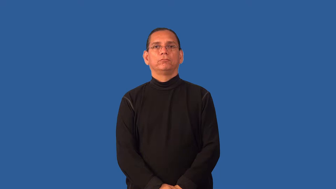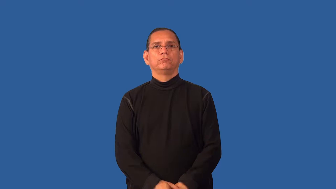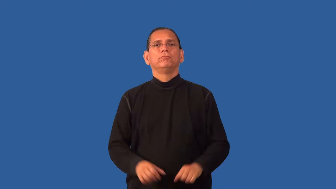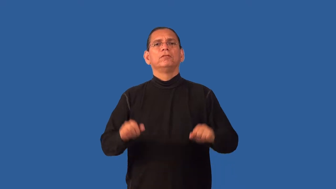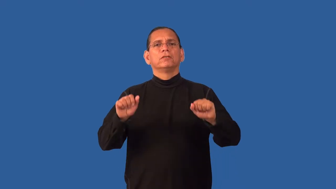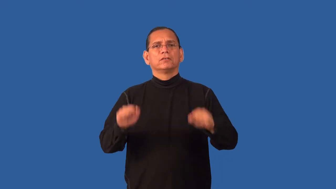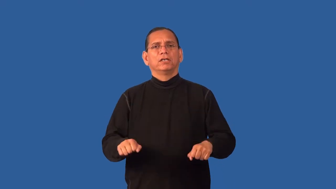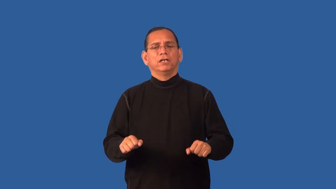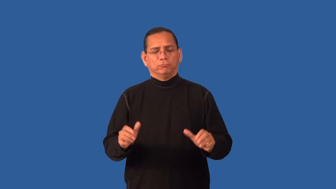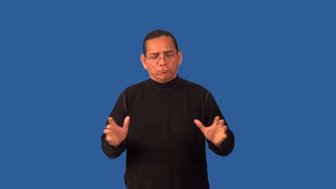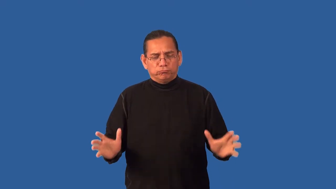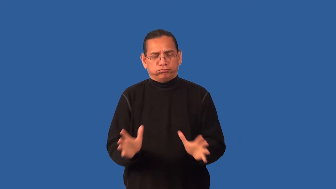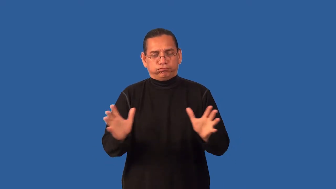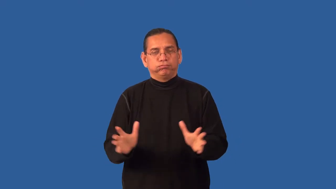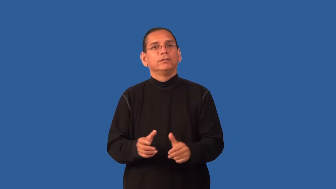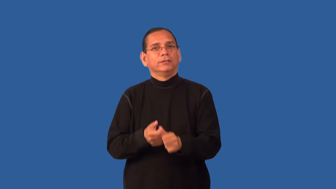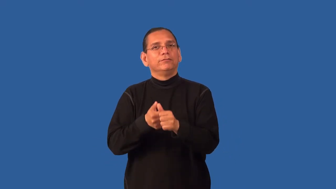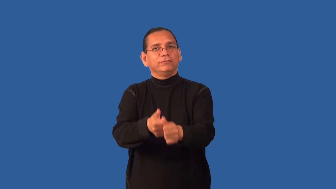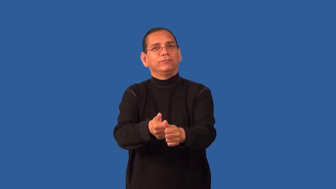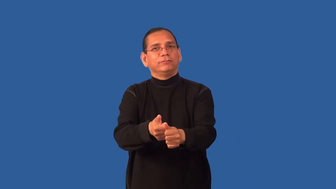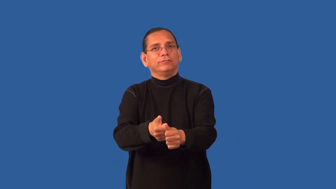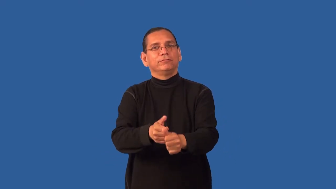enforceable